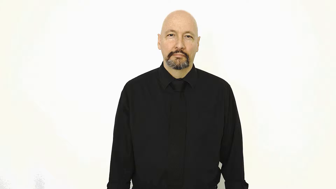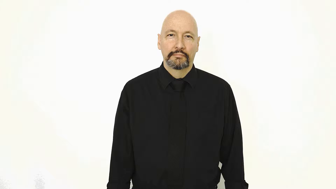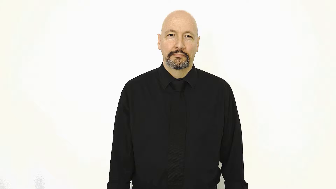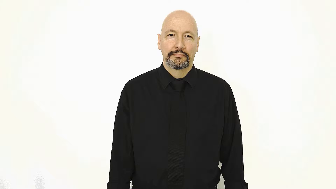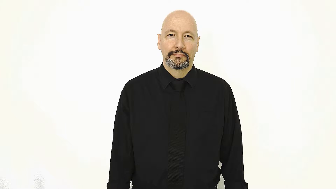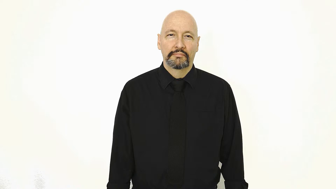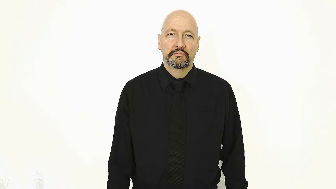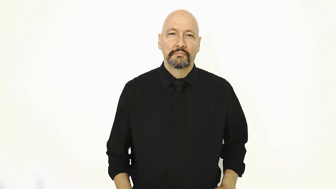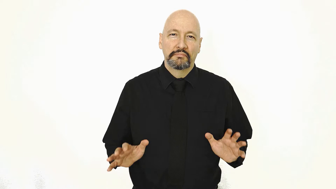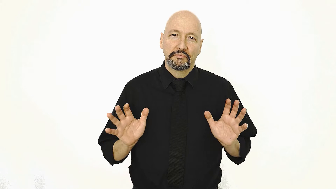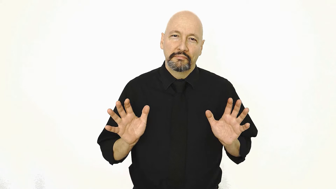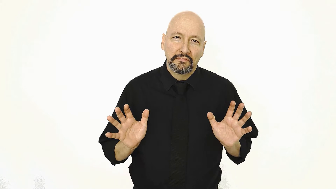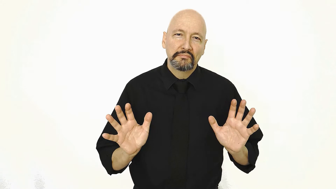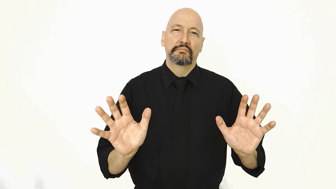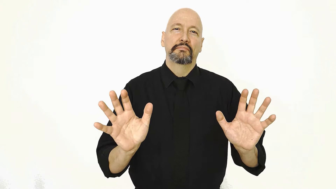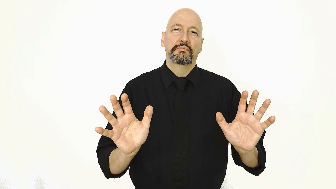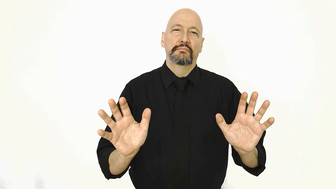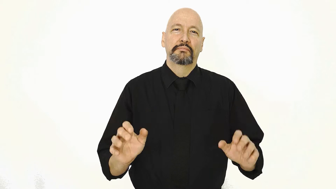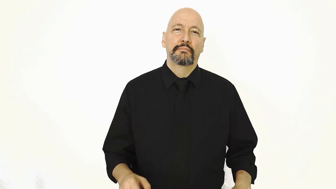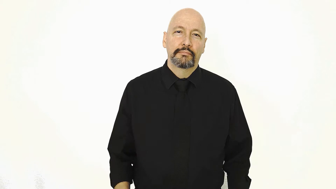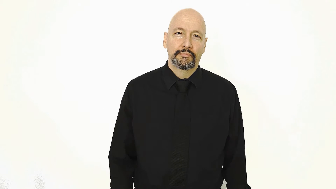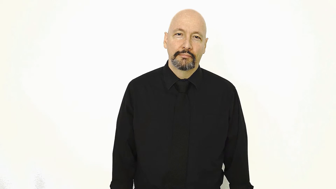PUSH